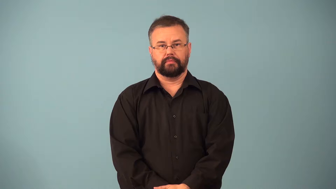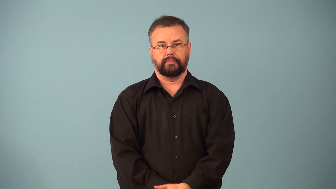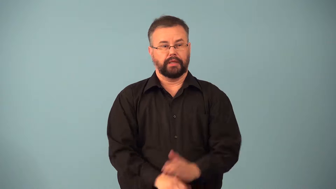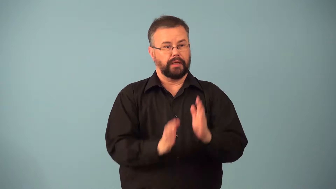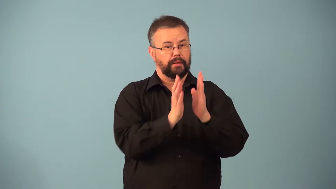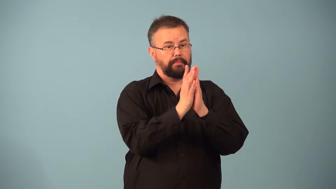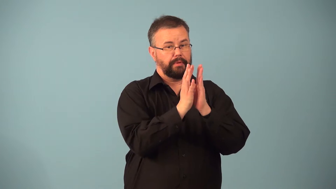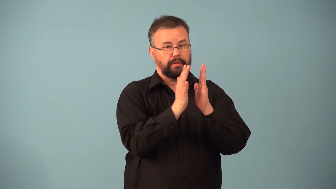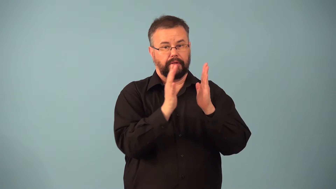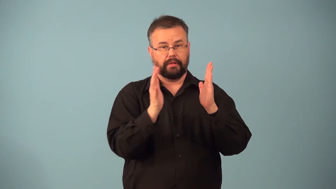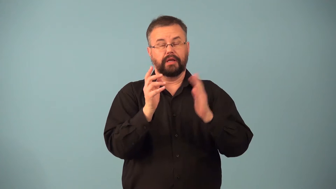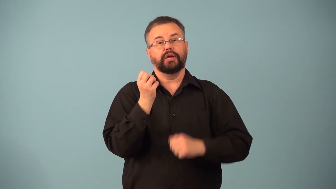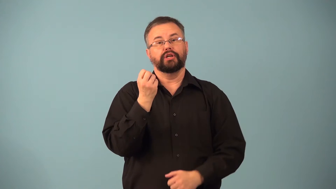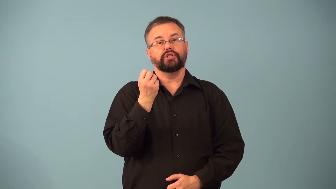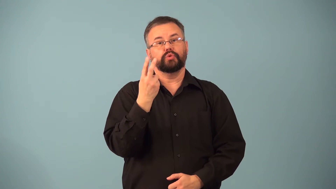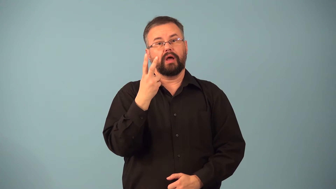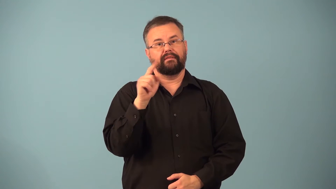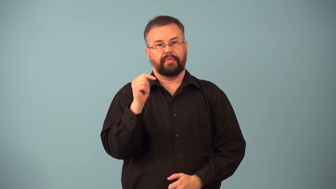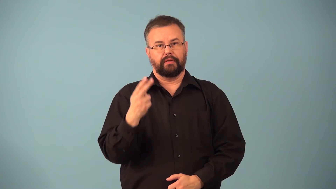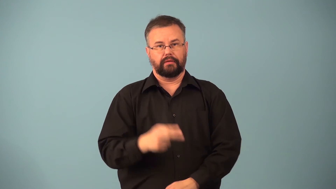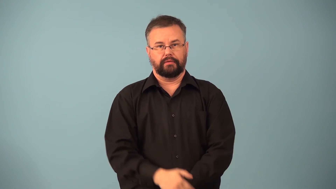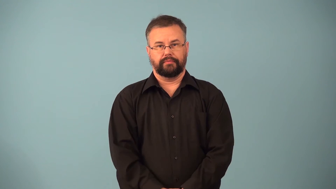dozenth